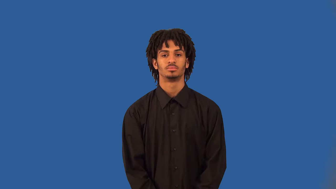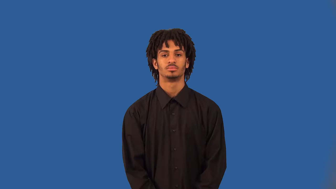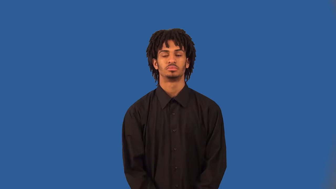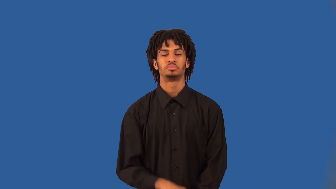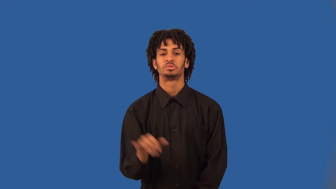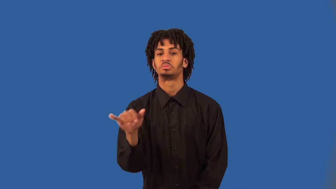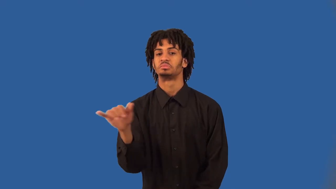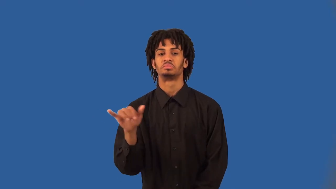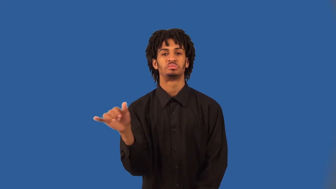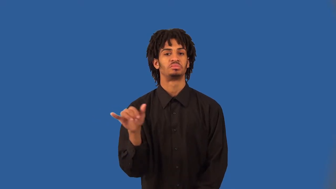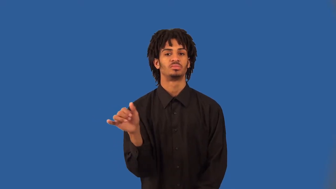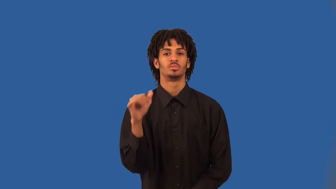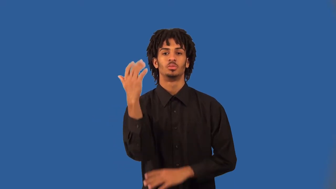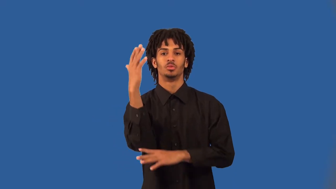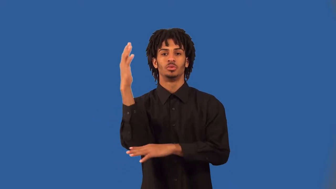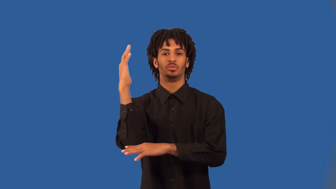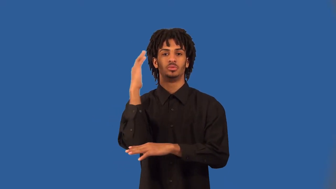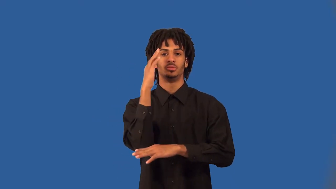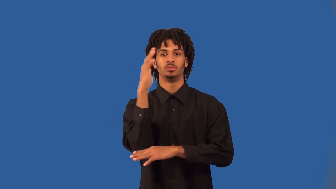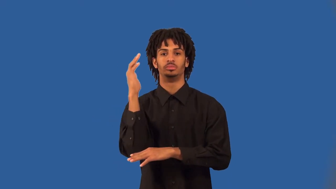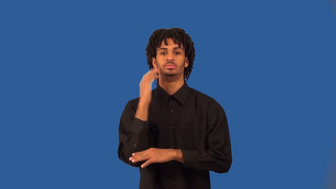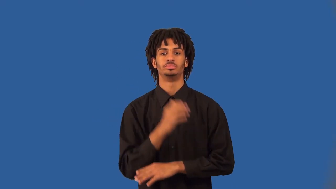woodsy